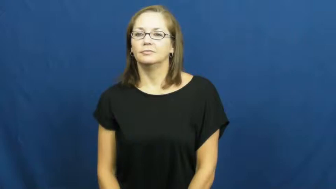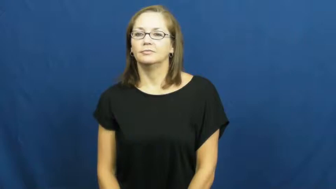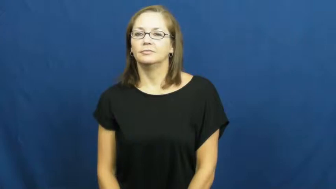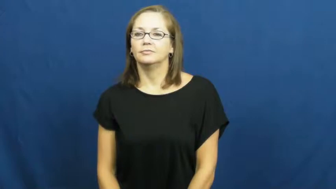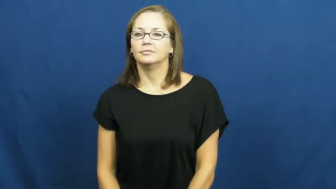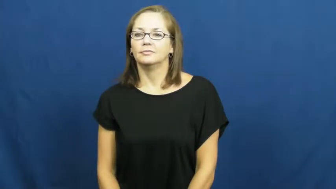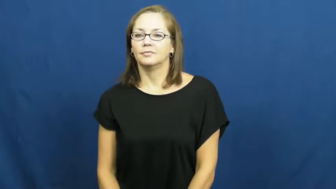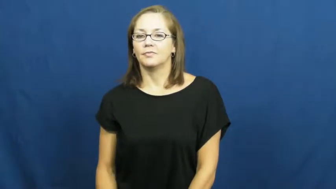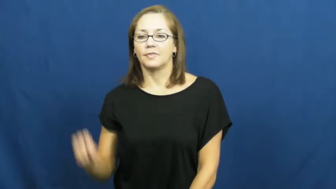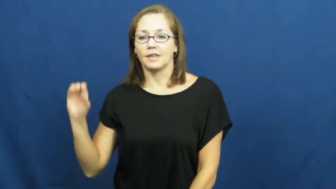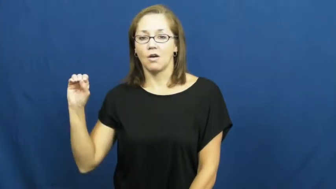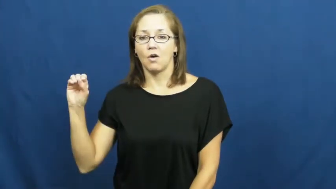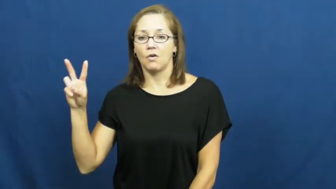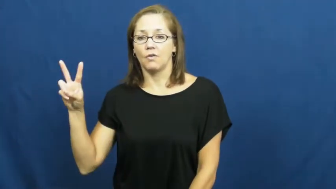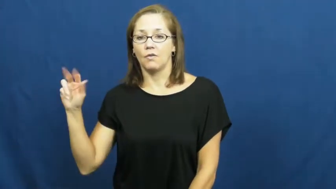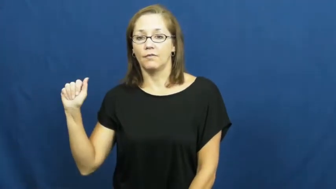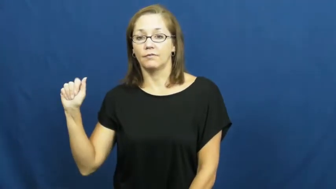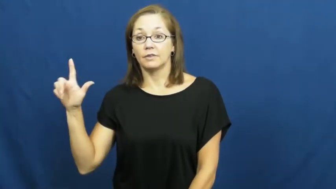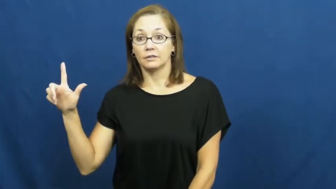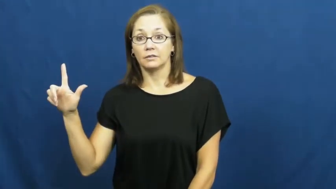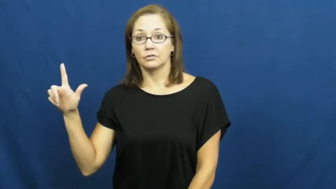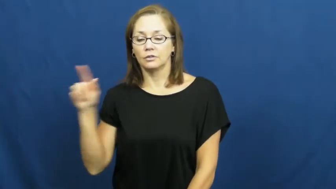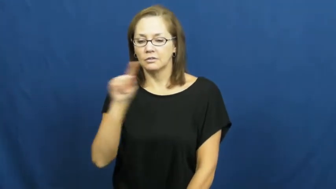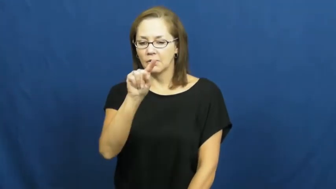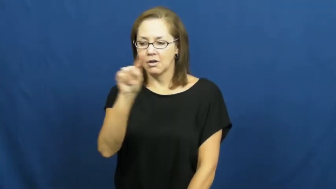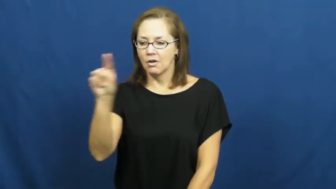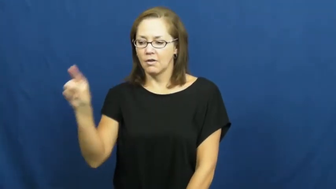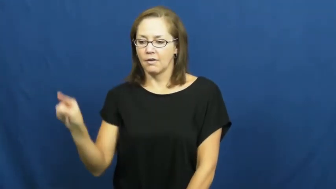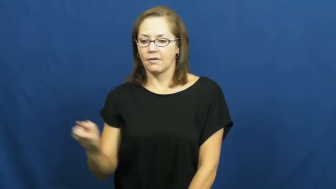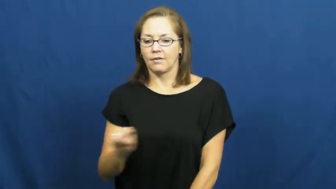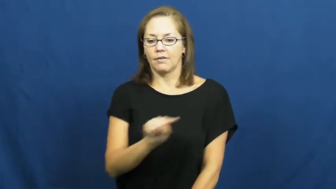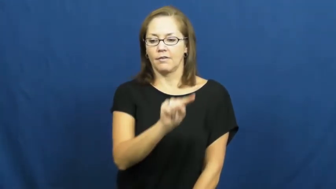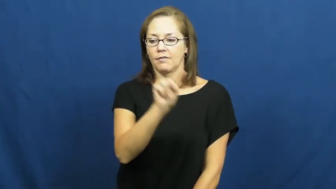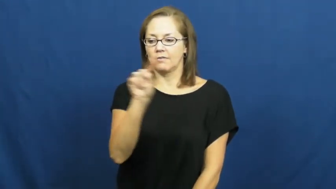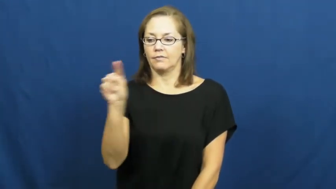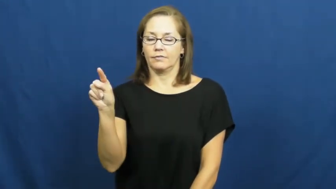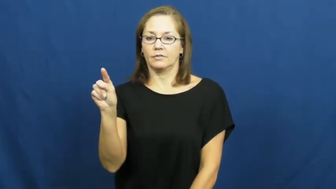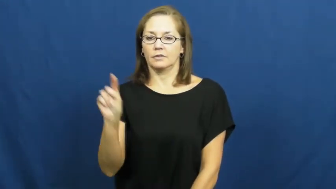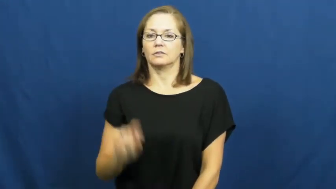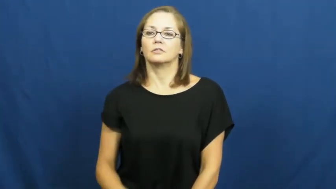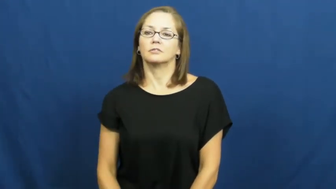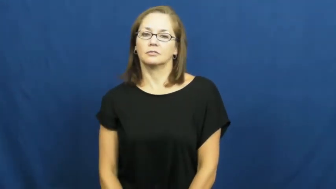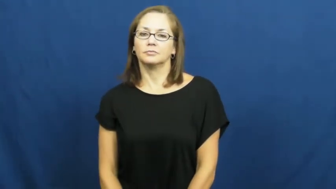oval